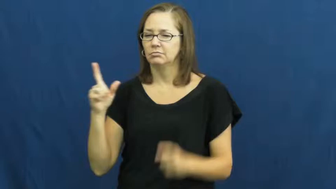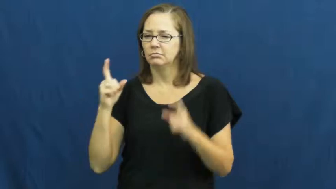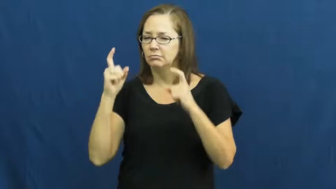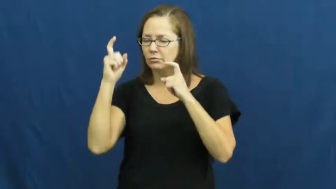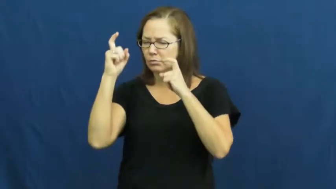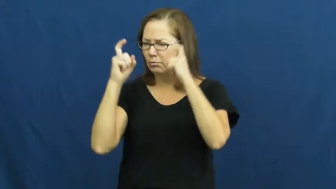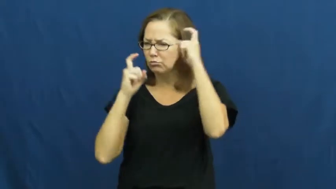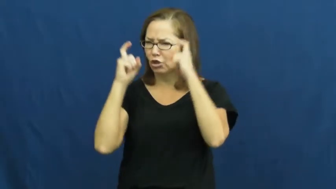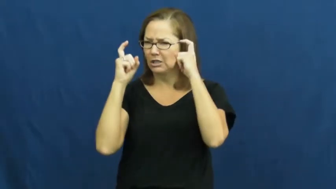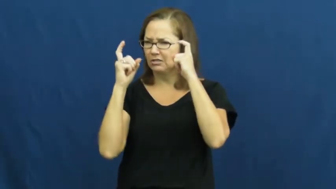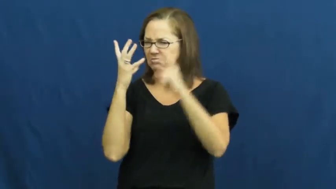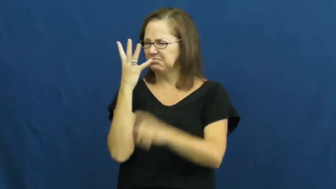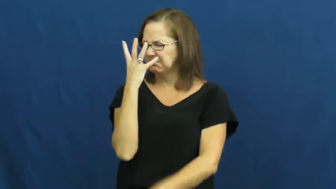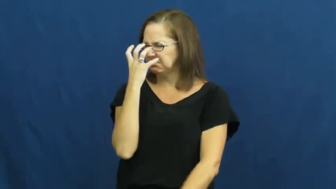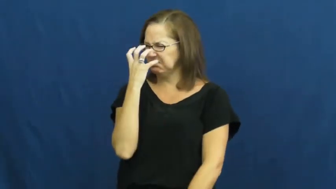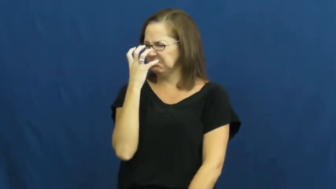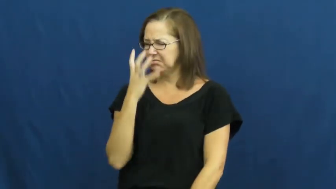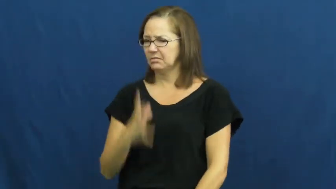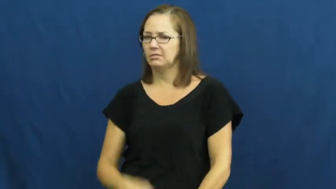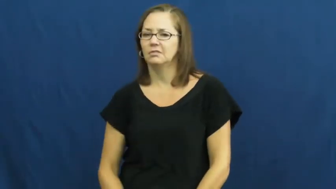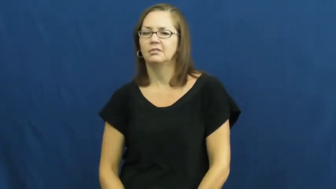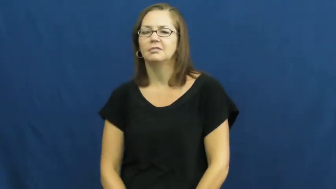scowl,scowl at